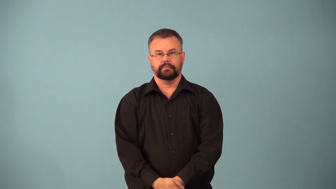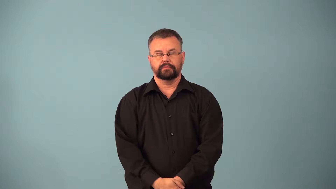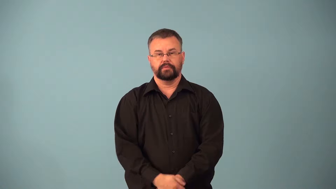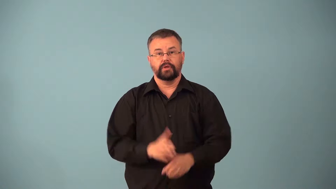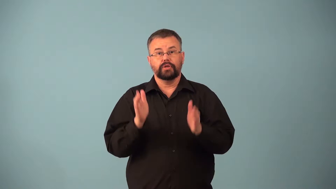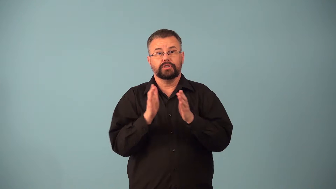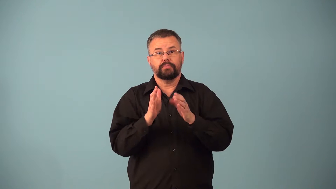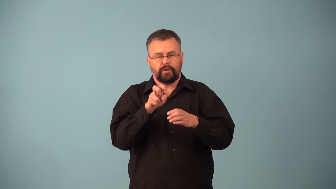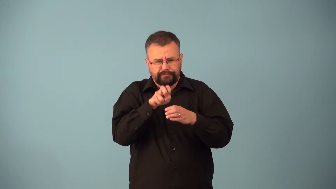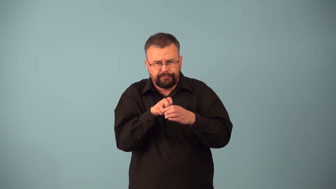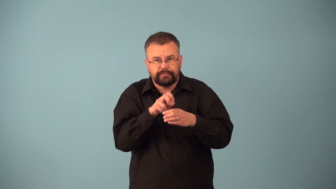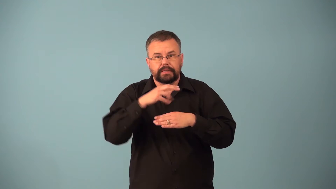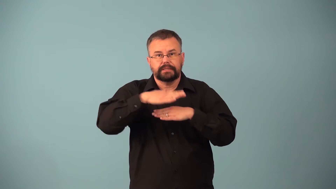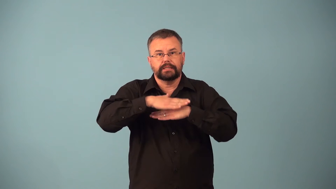carrel